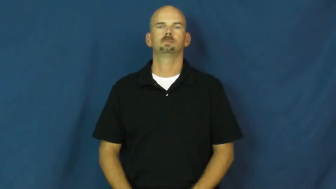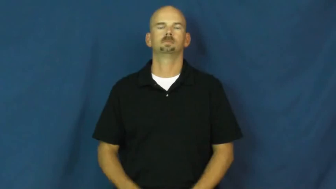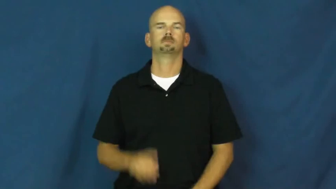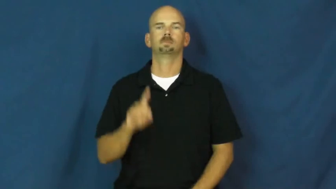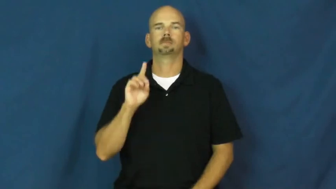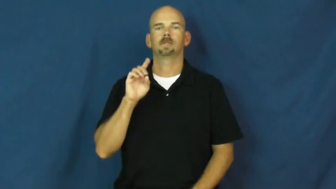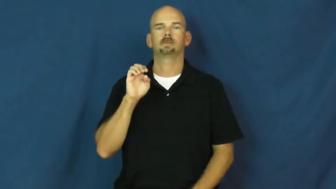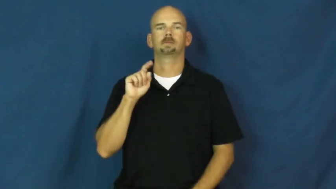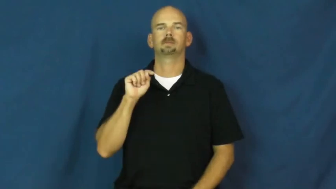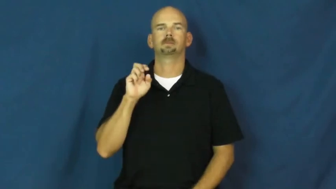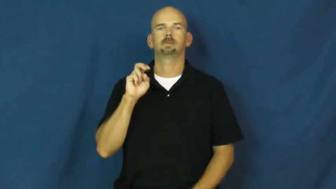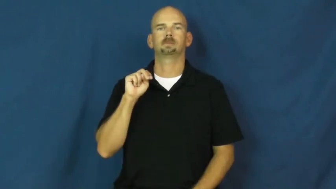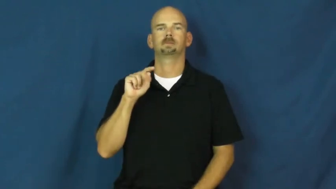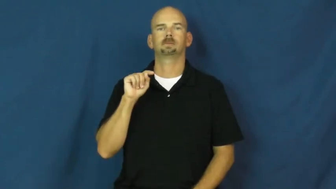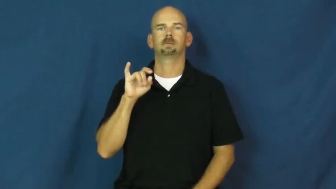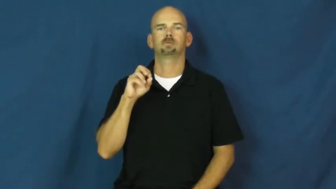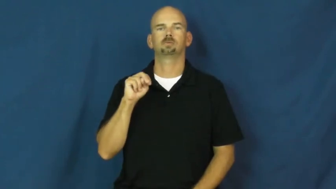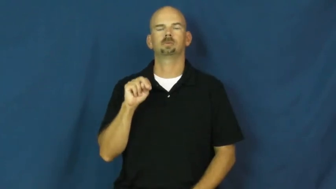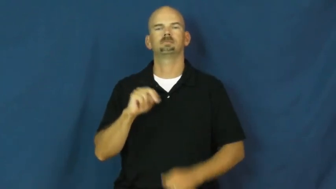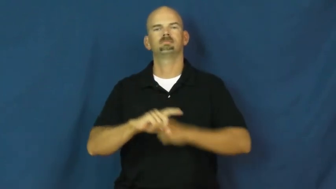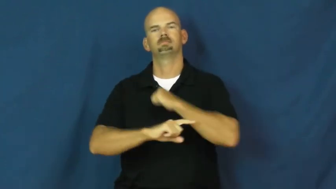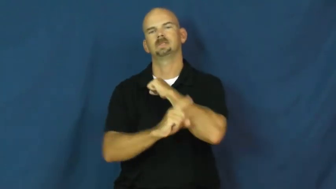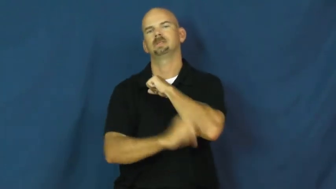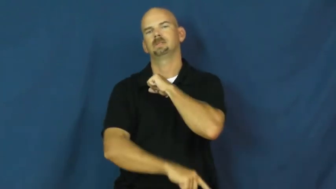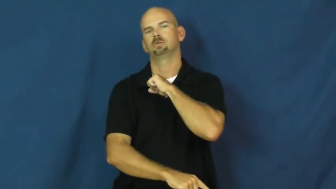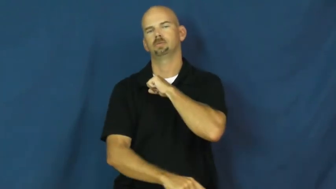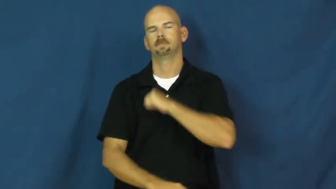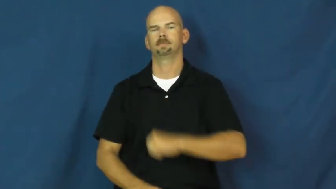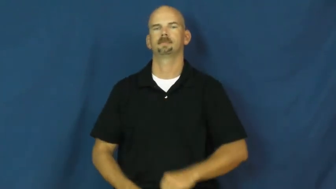detention